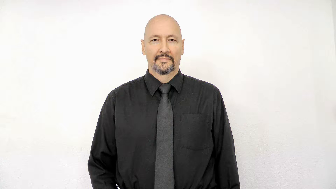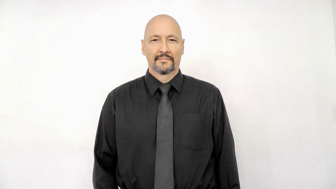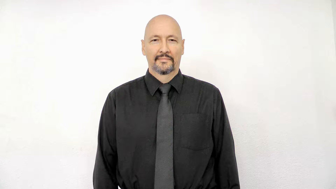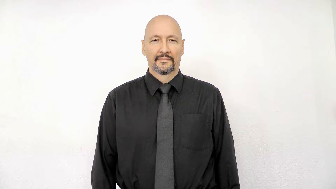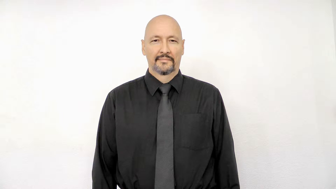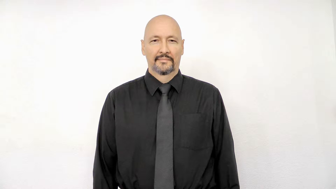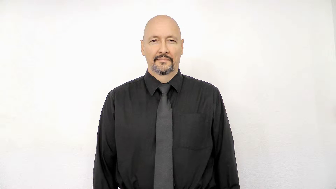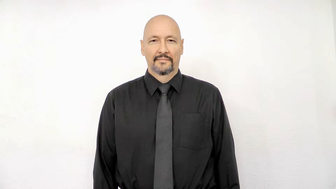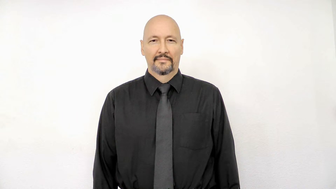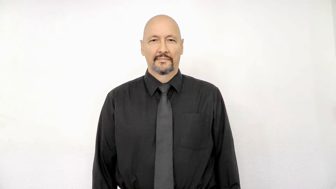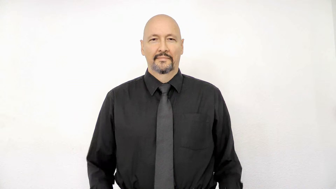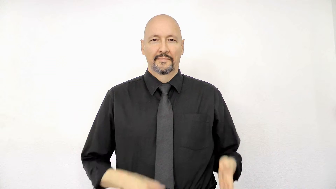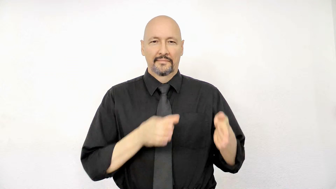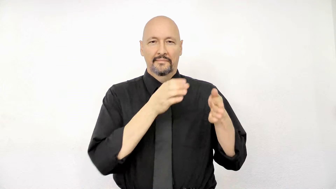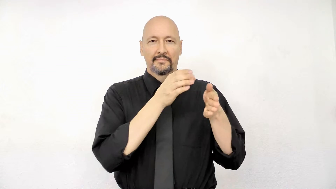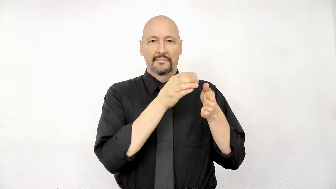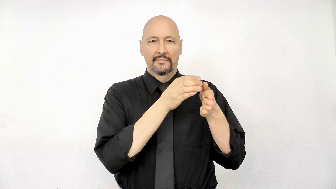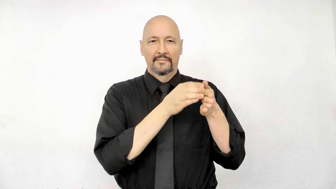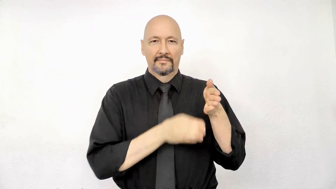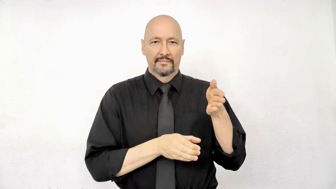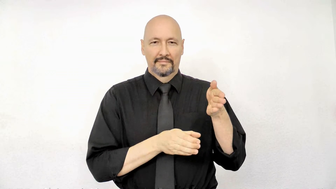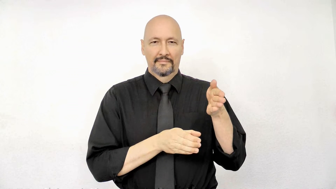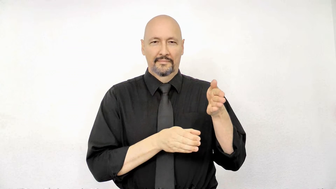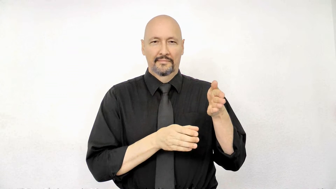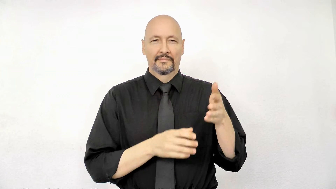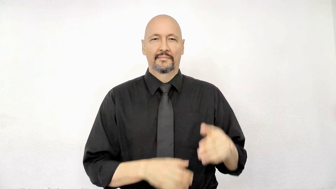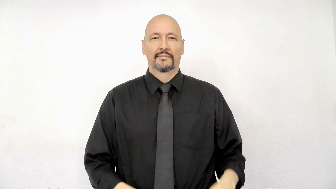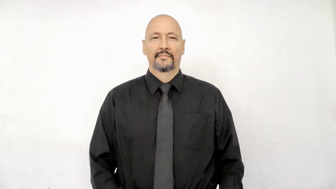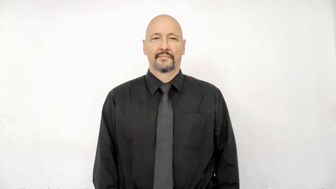section article